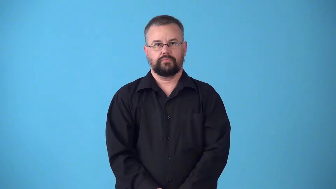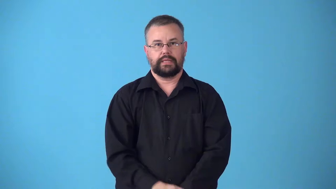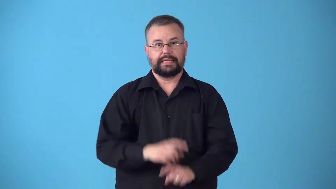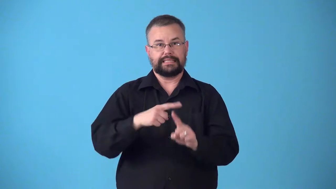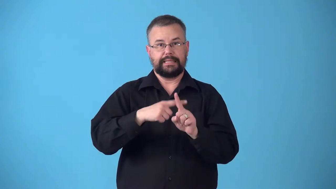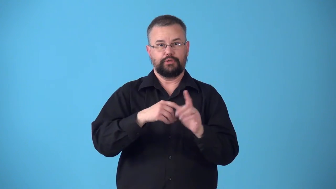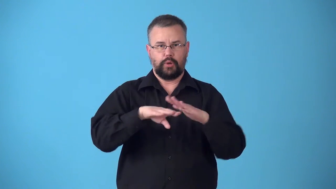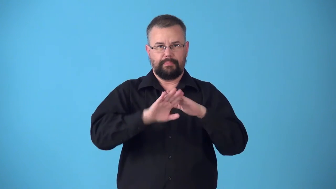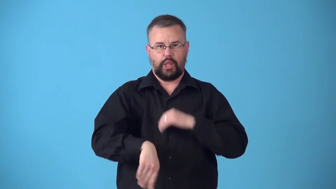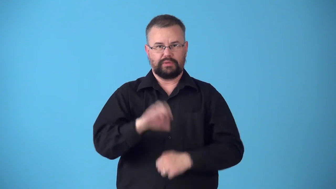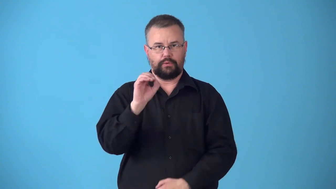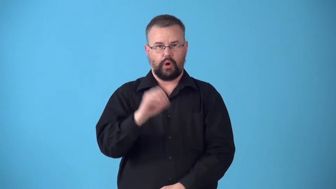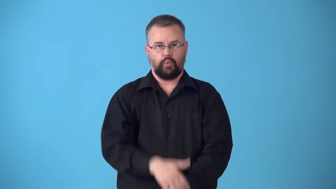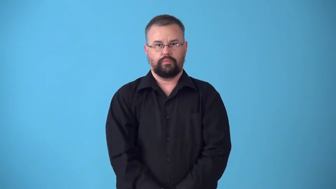subzero